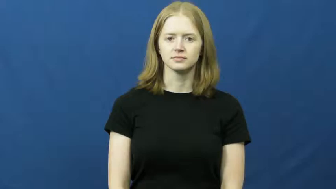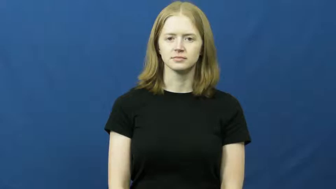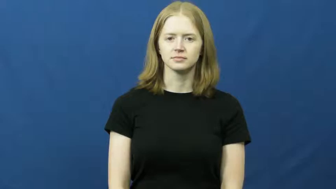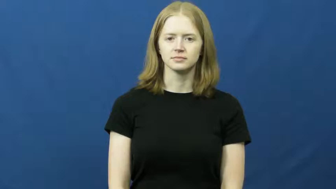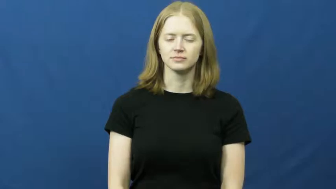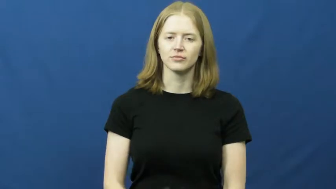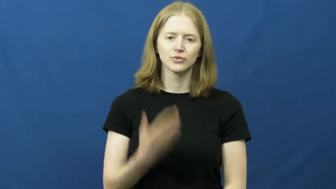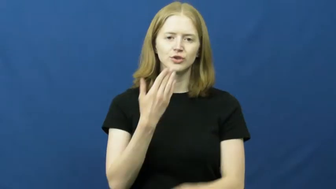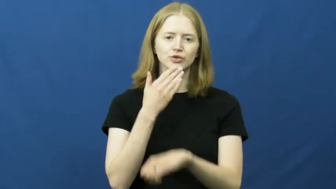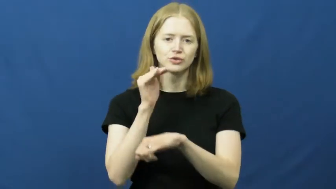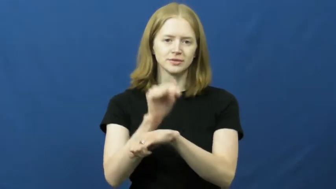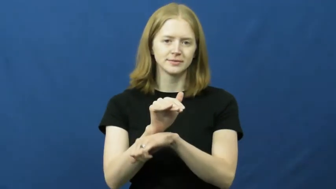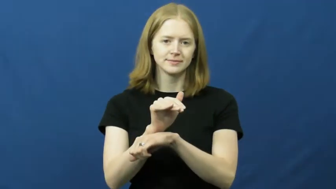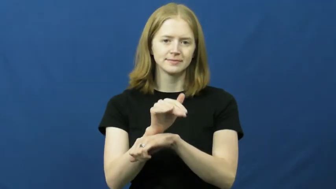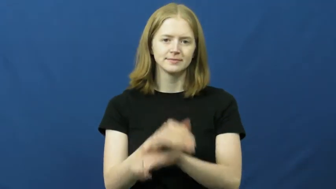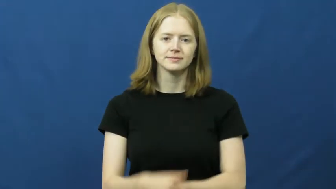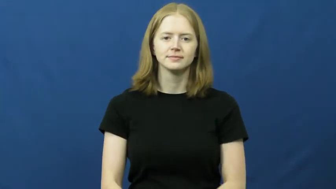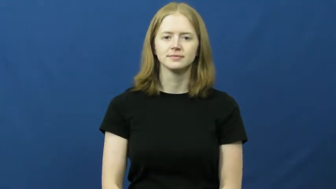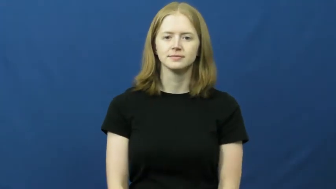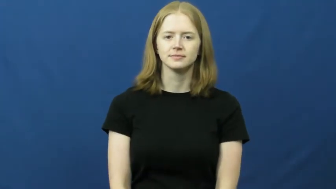good night